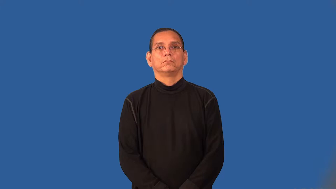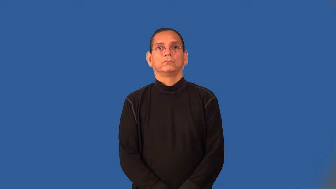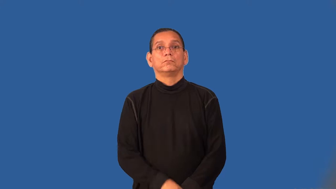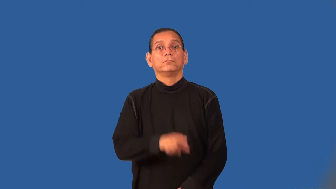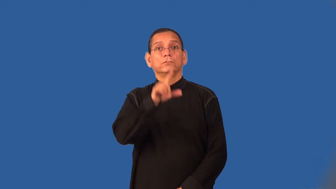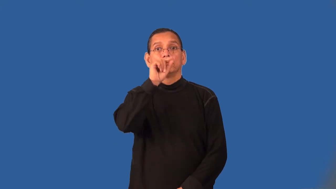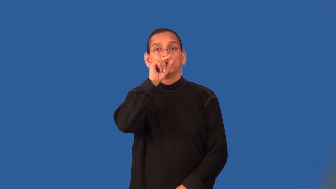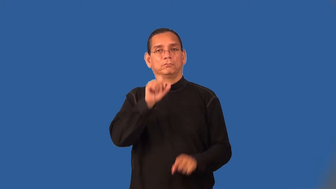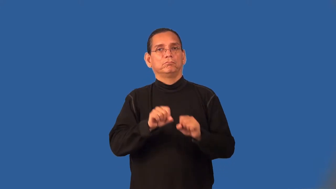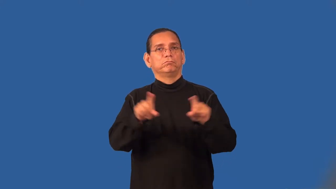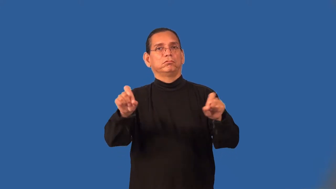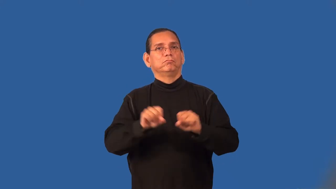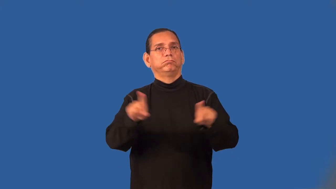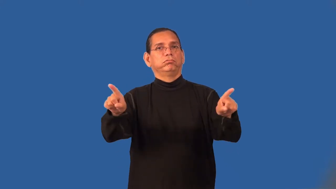tweet-twitter